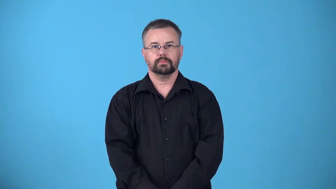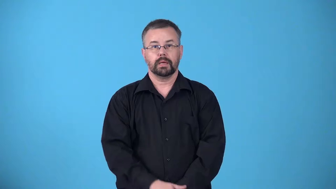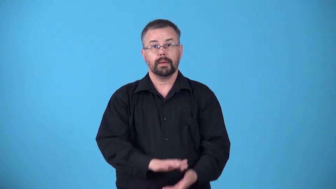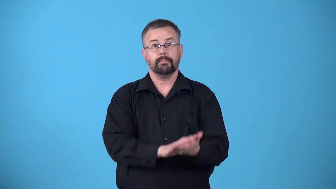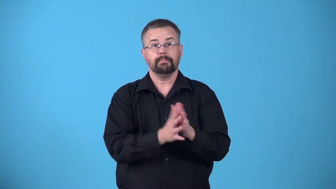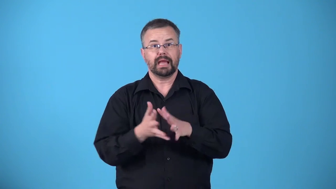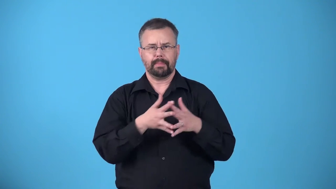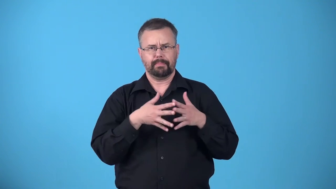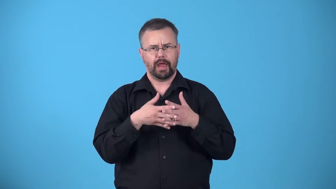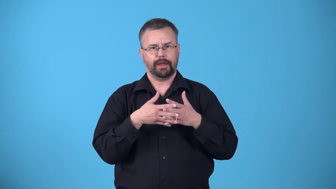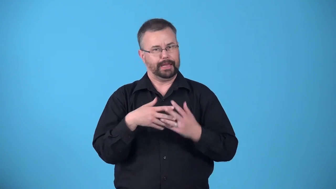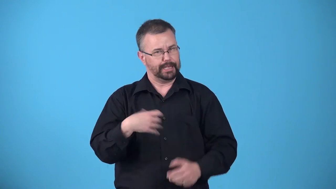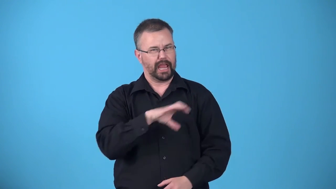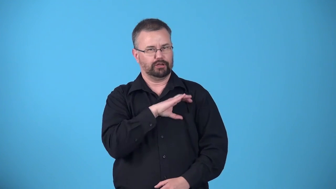americanize